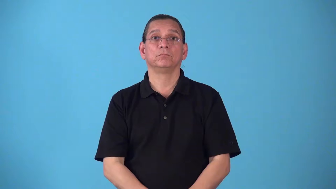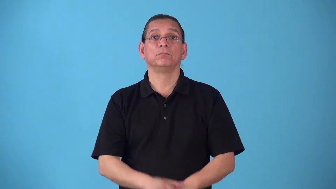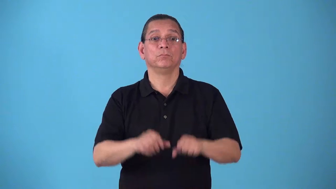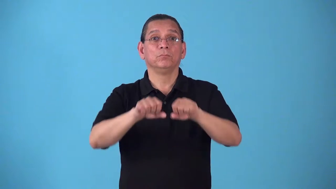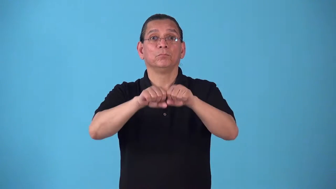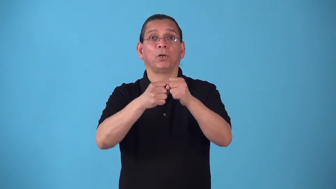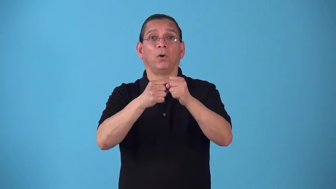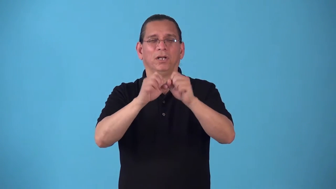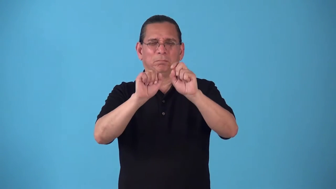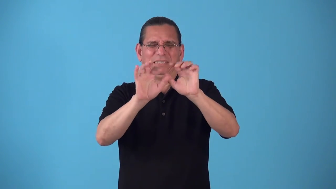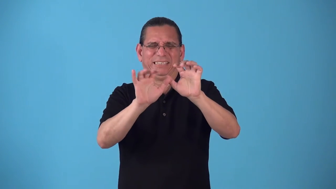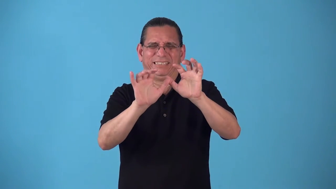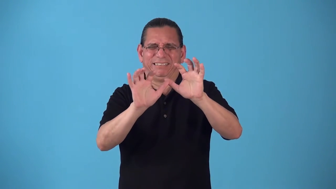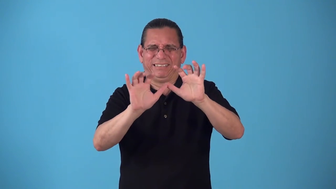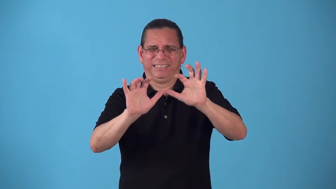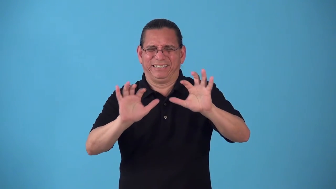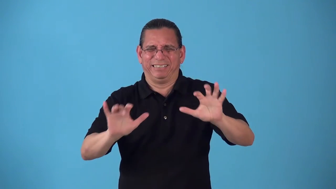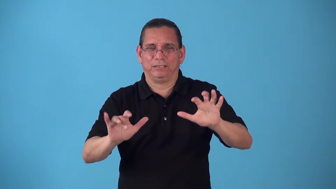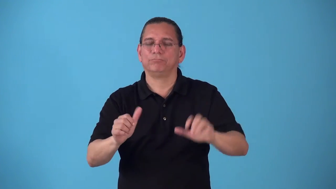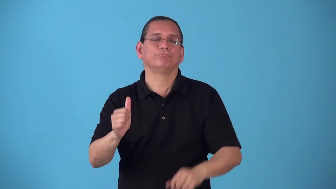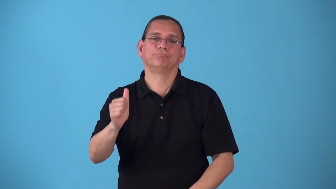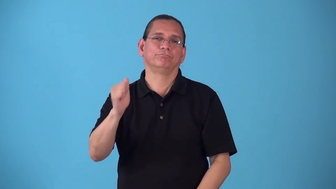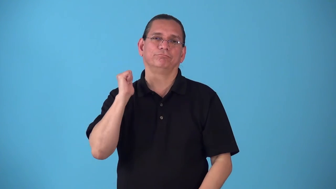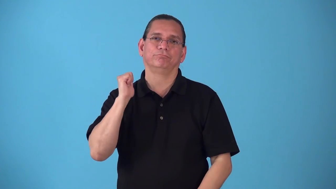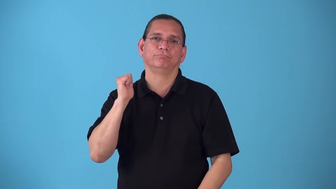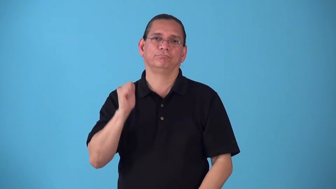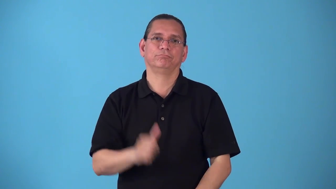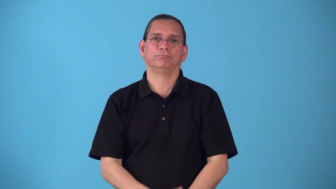shatterproof